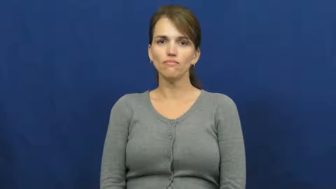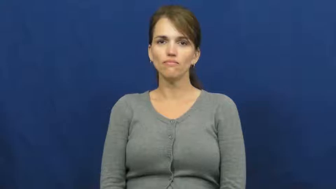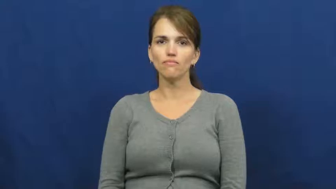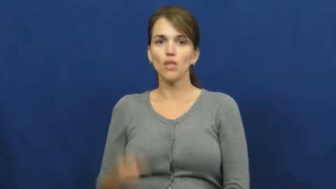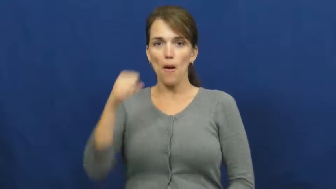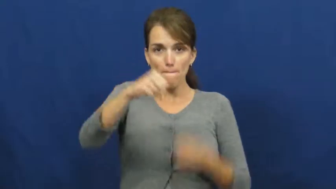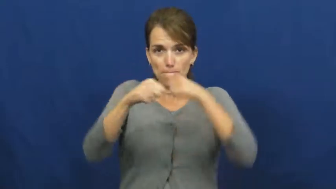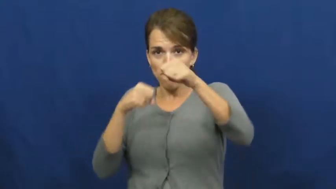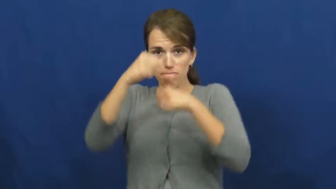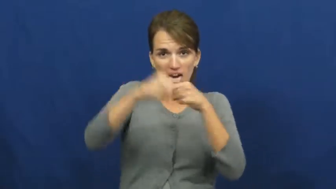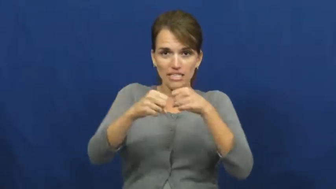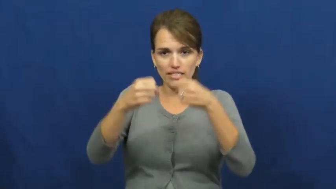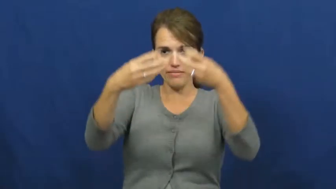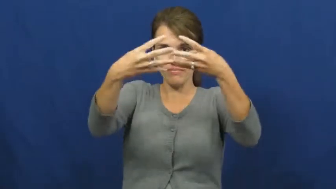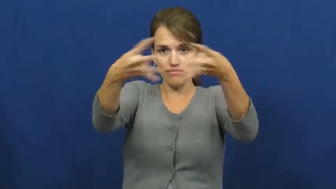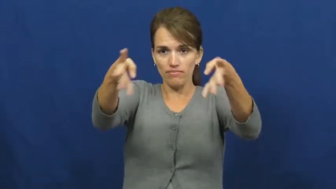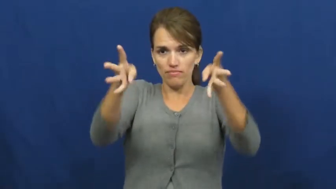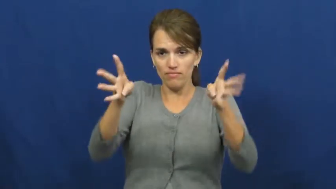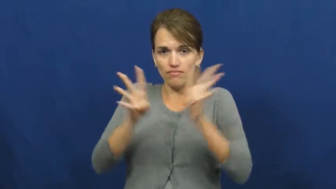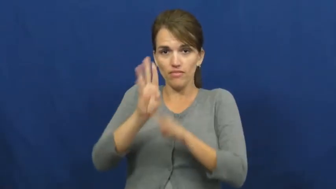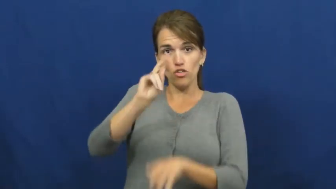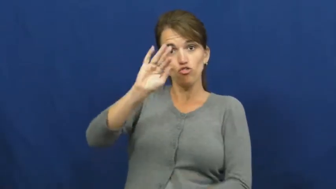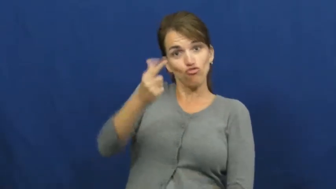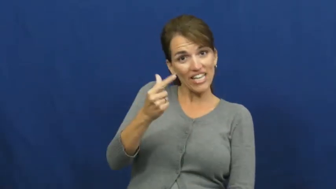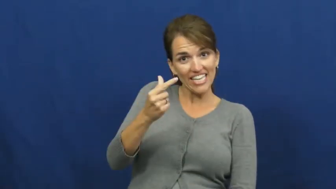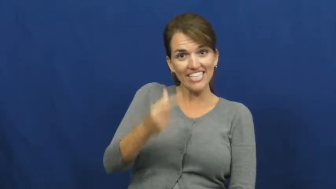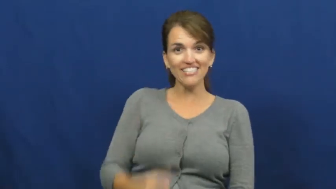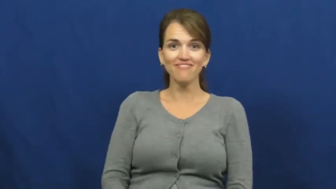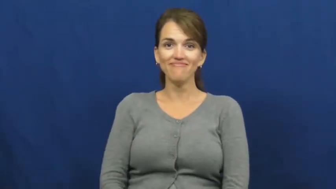ring-boxing